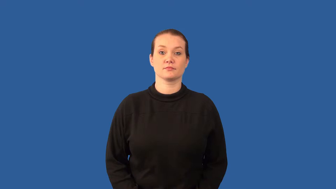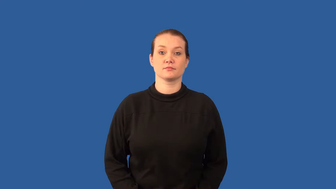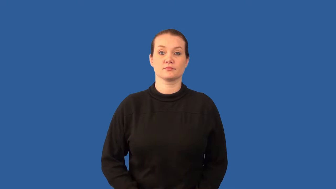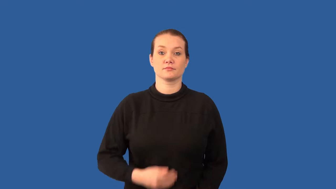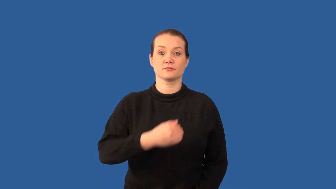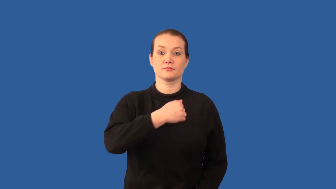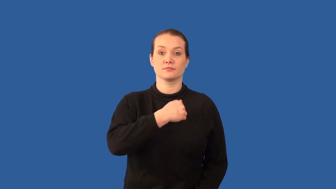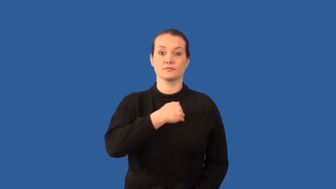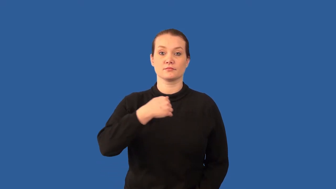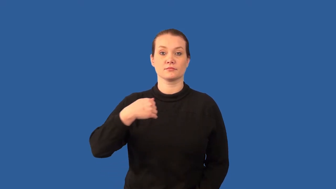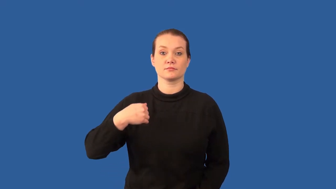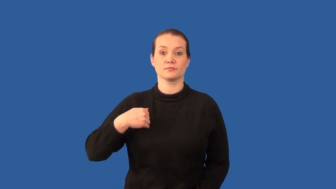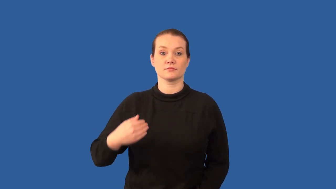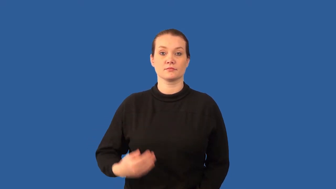mammary